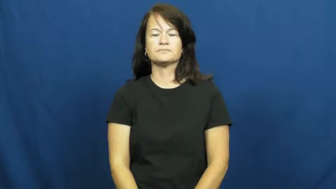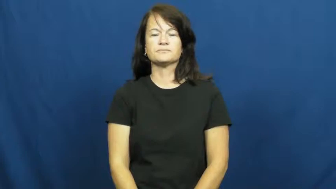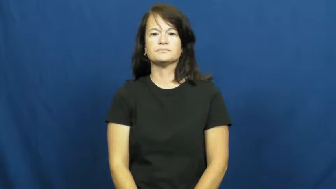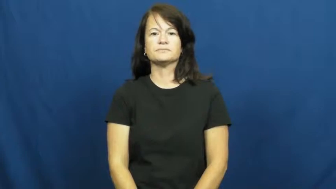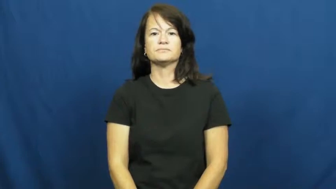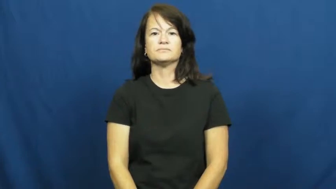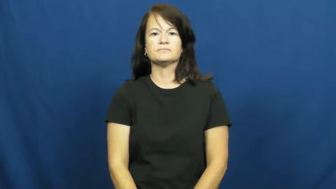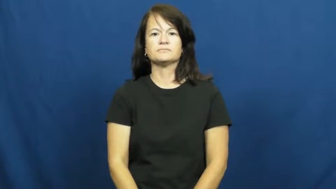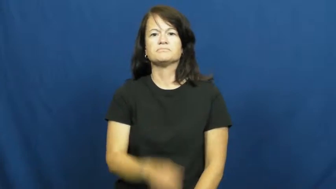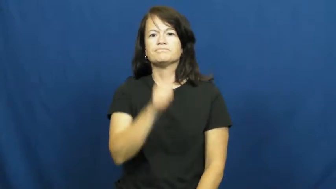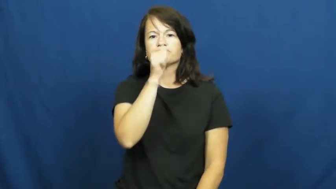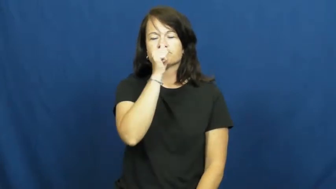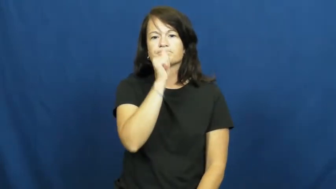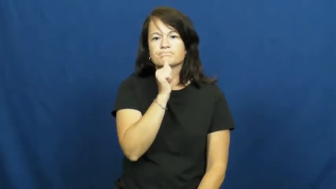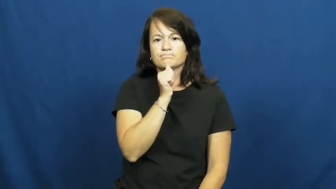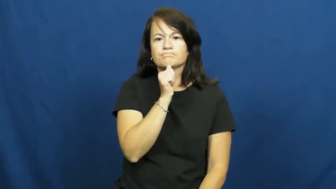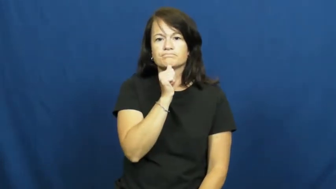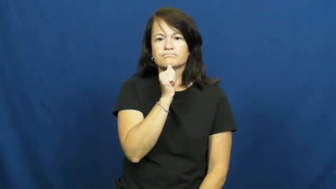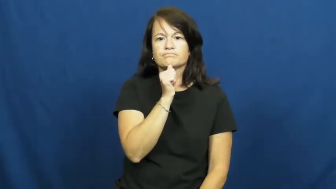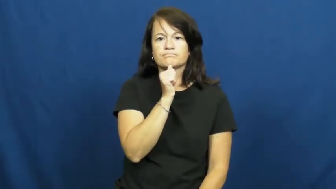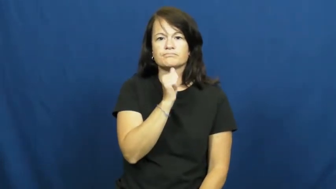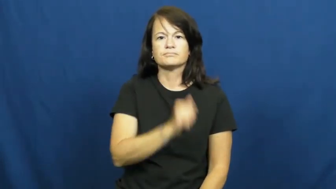tolerate,put up with,take it,take,stand for,bear,bear up,abide,stomach,brook